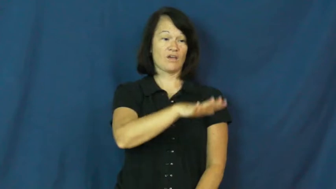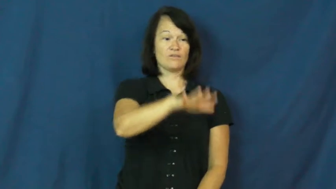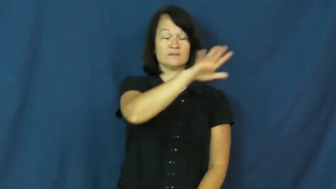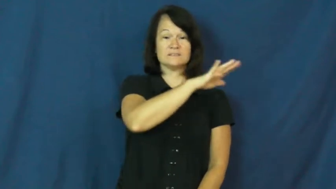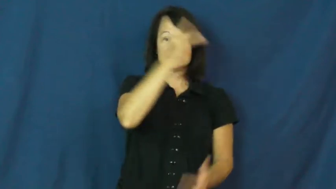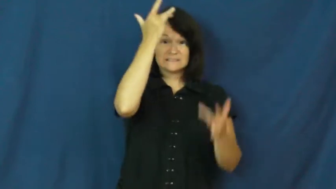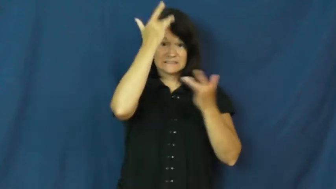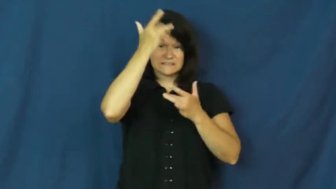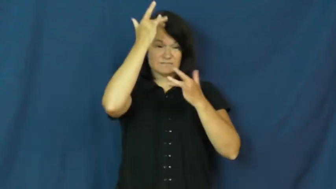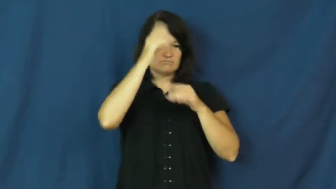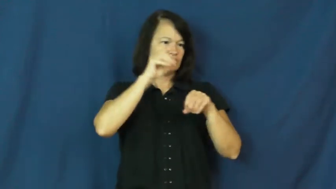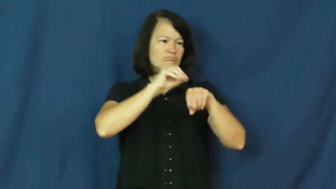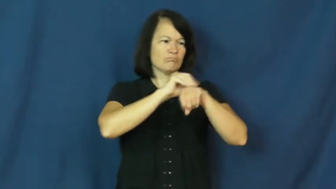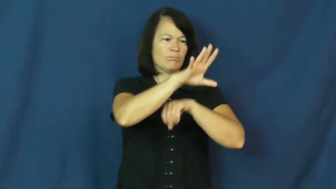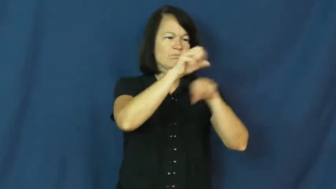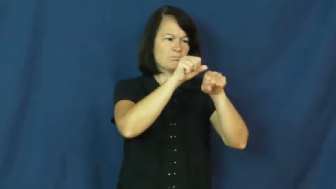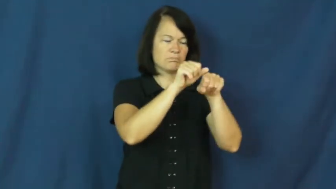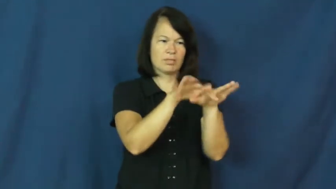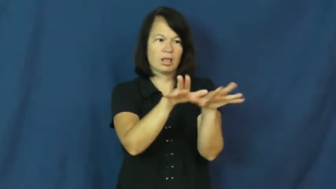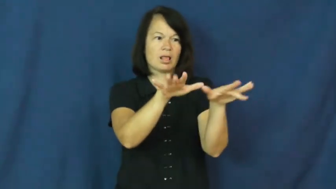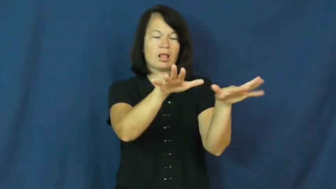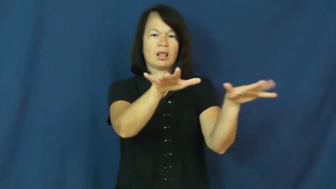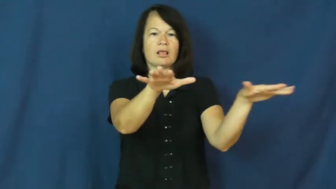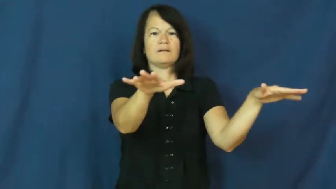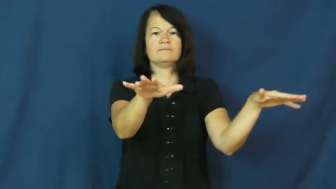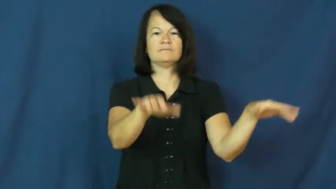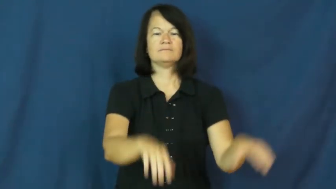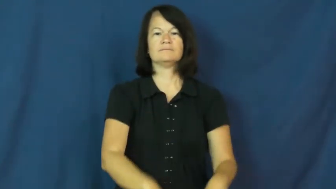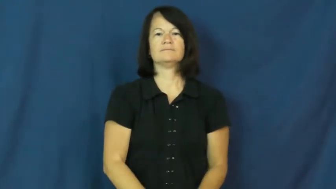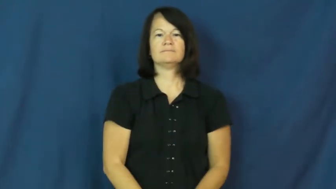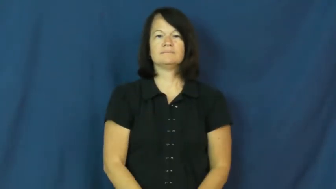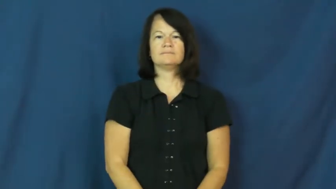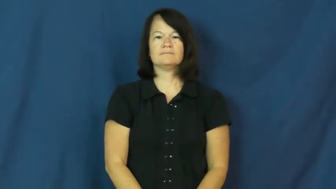plague-disease